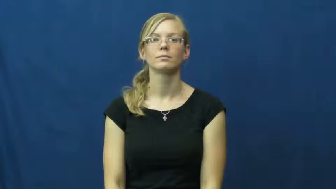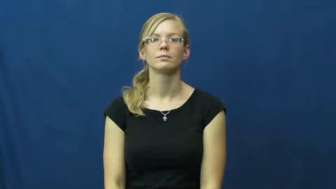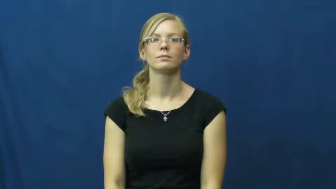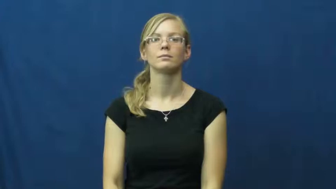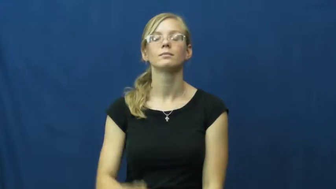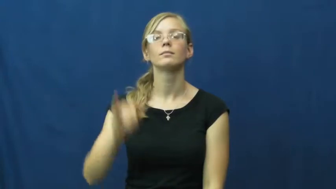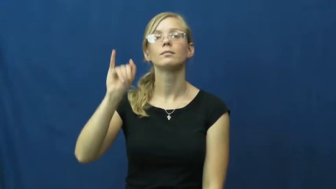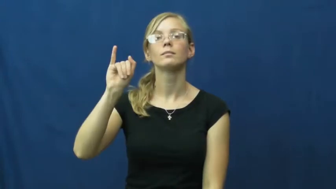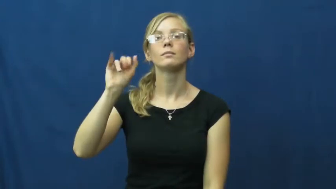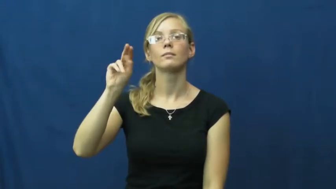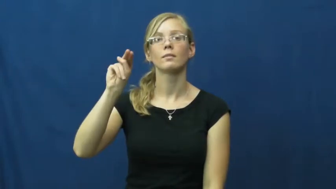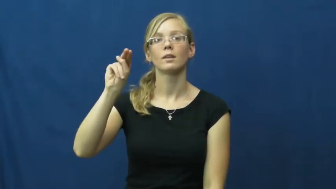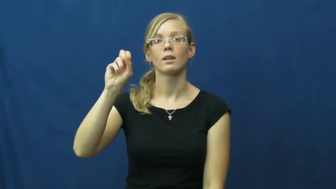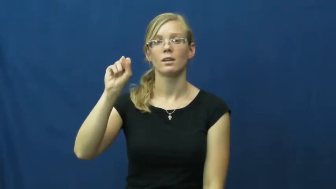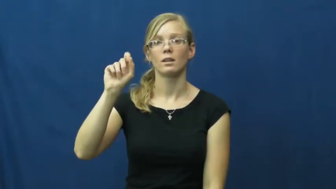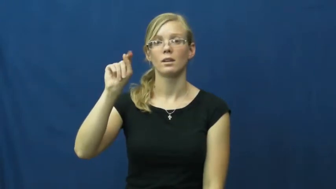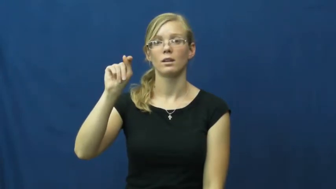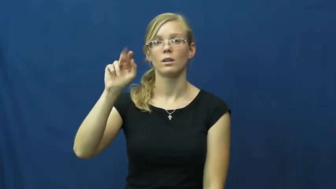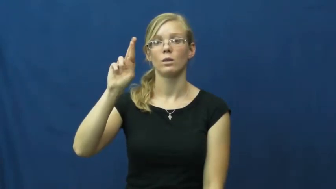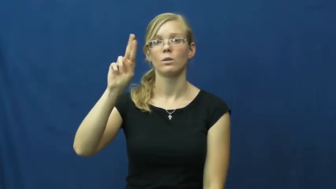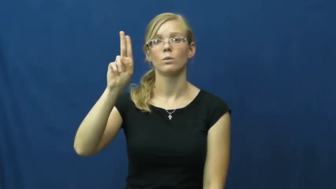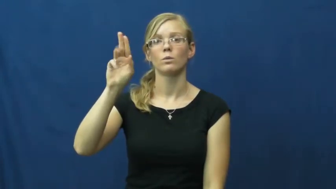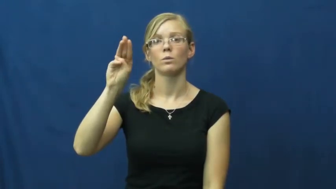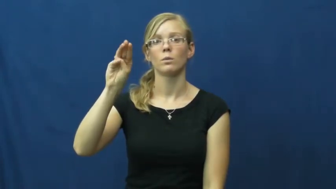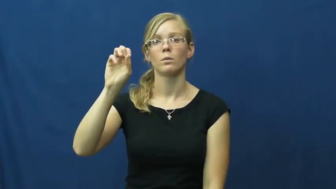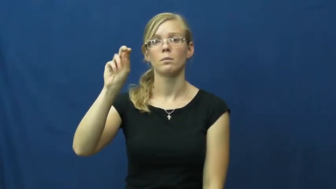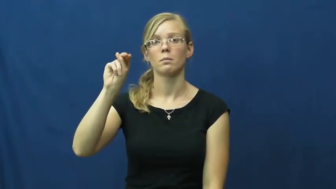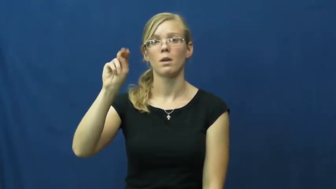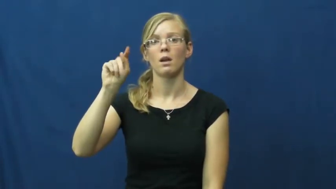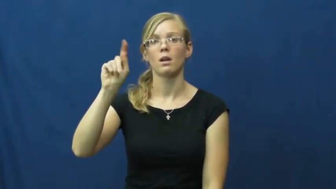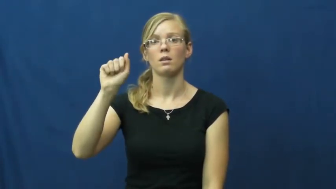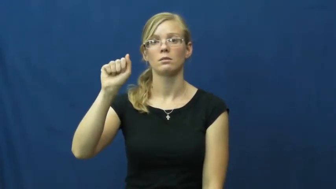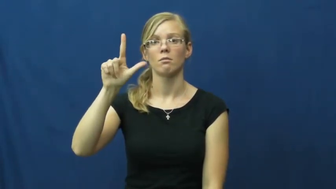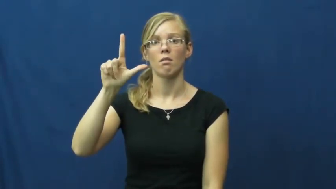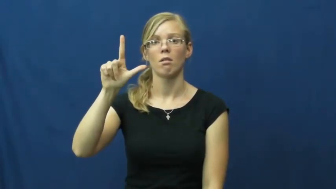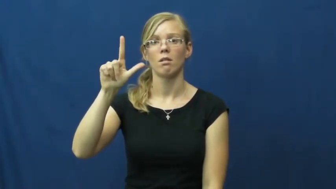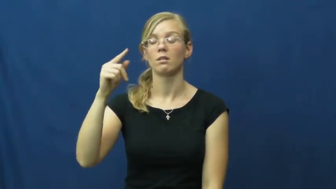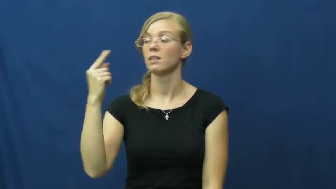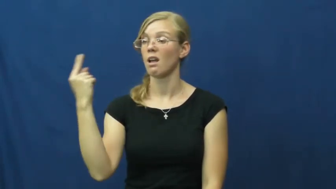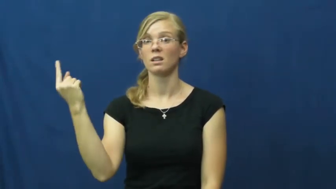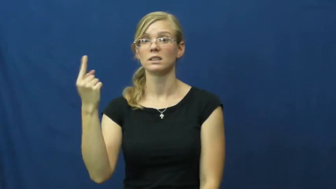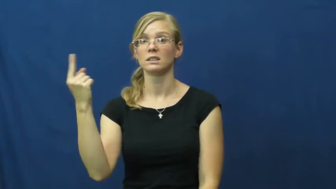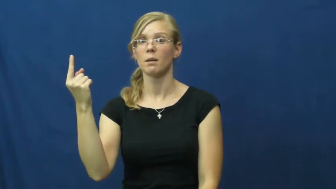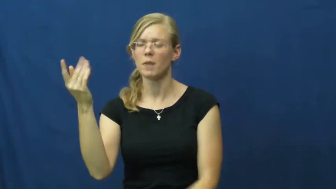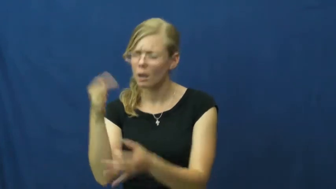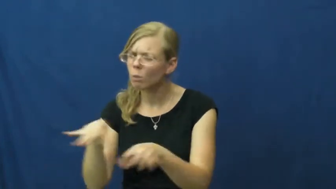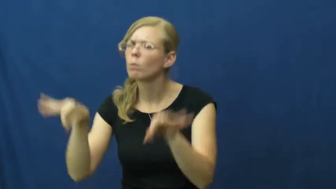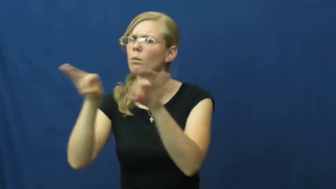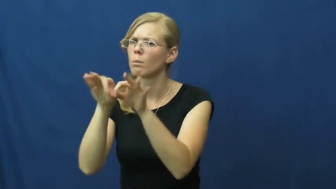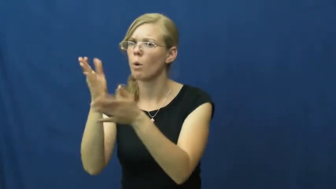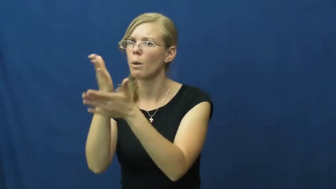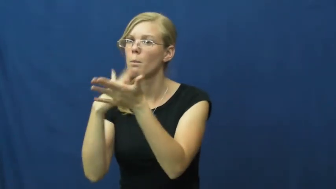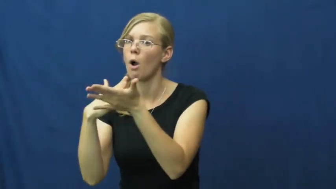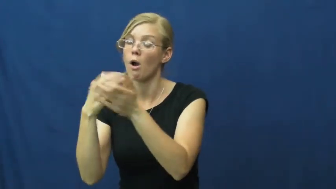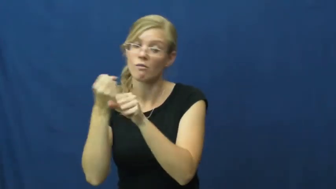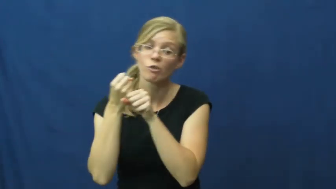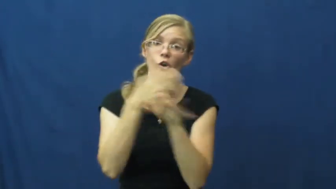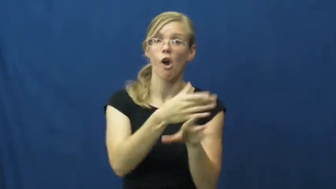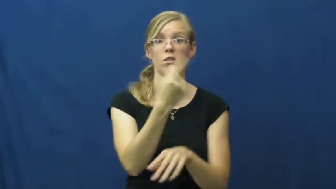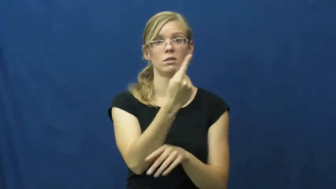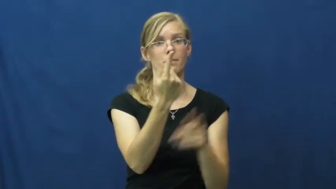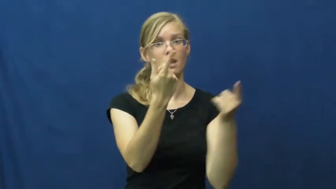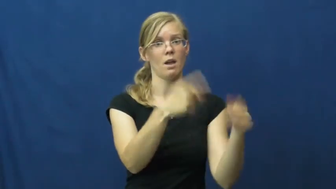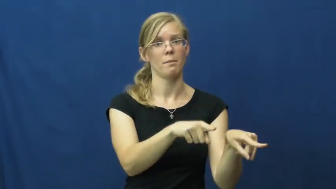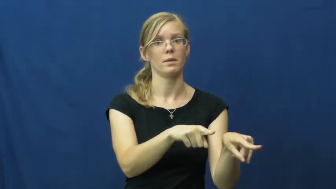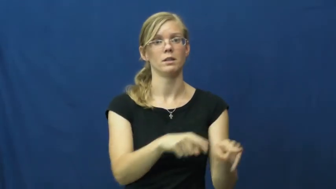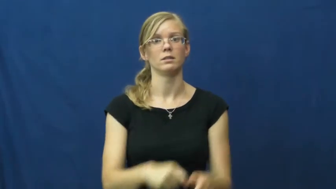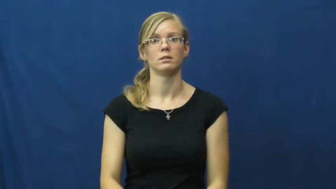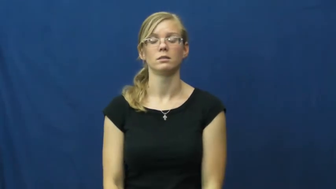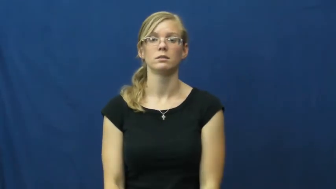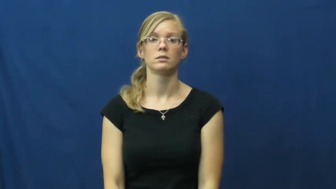instrumental